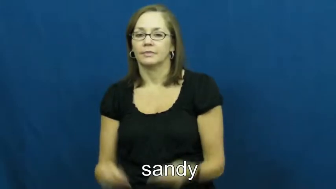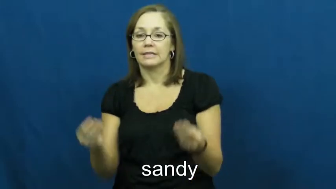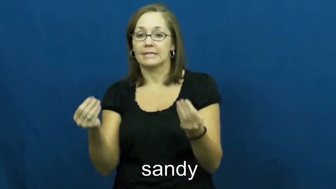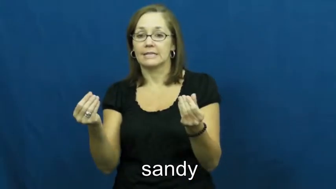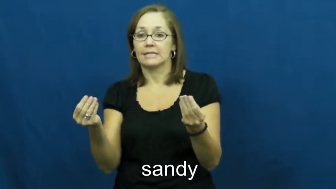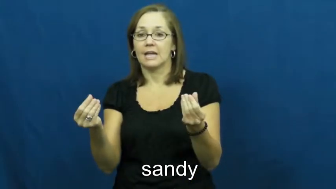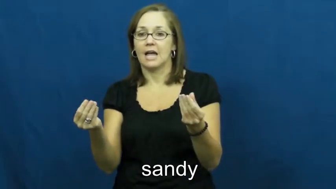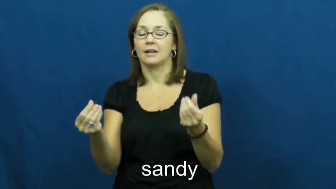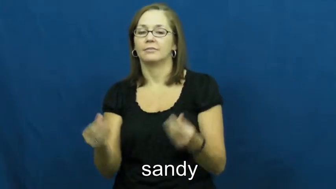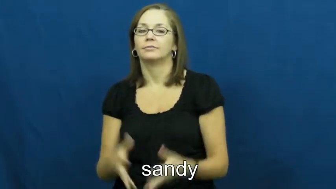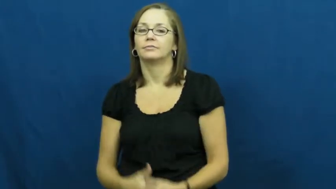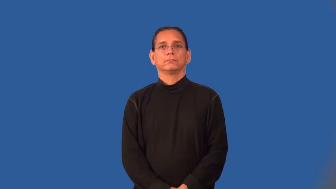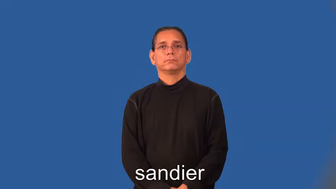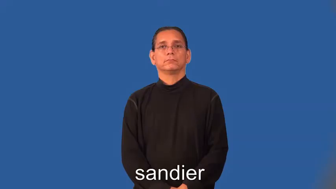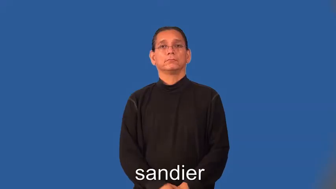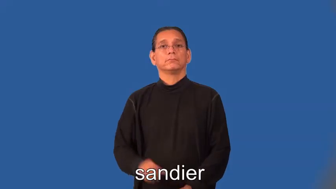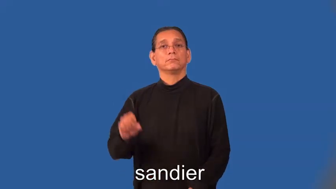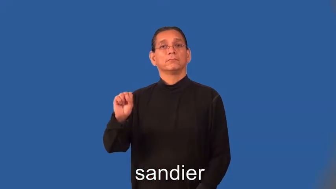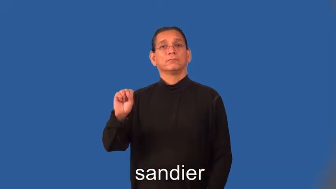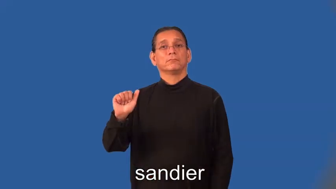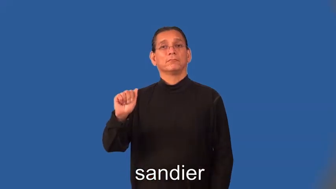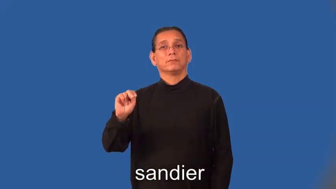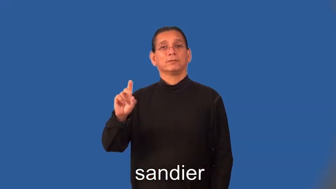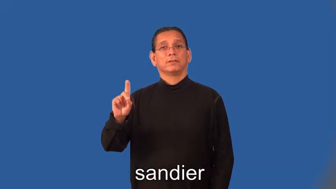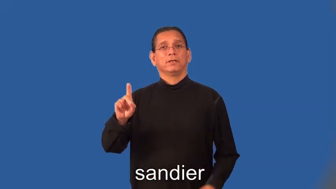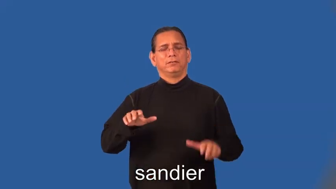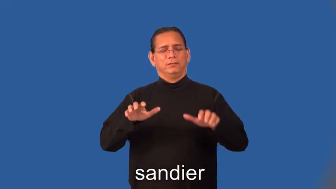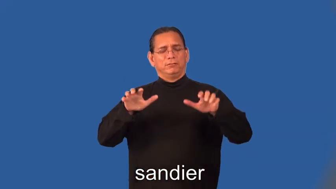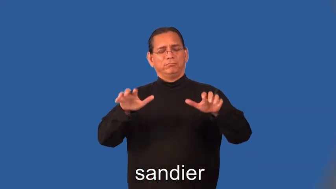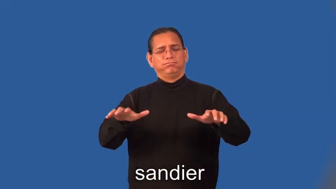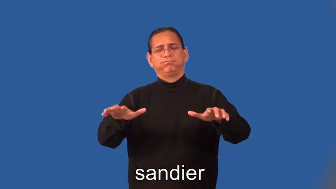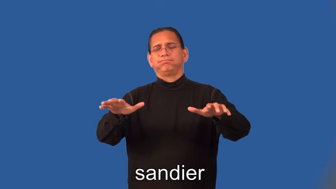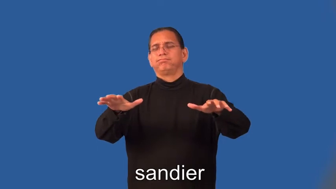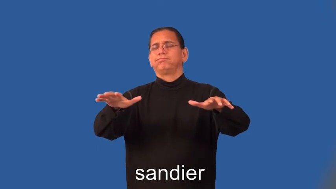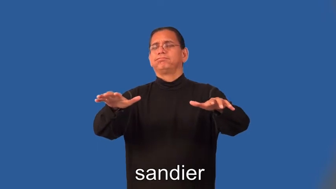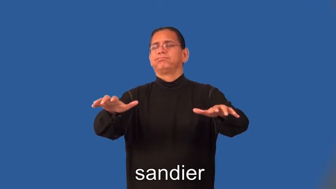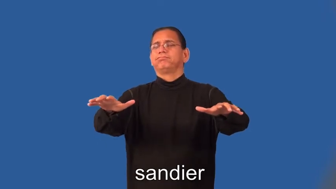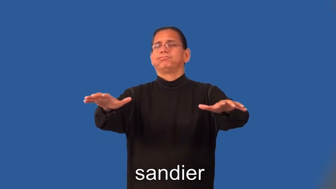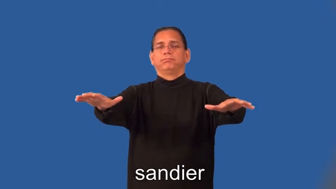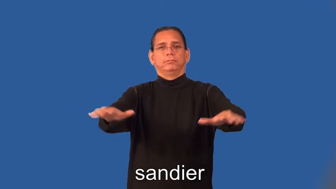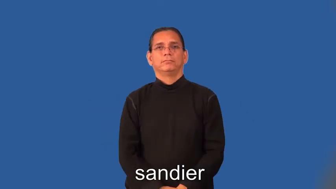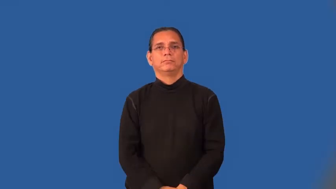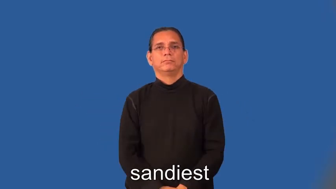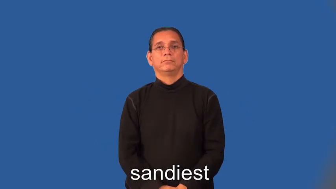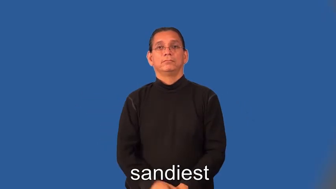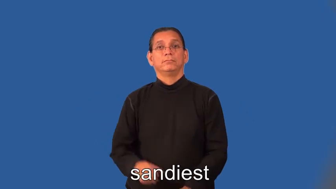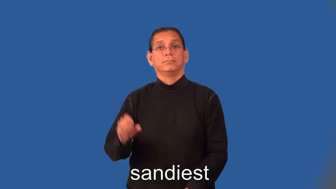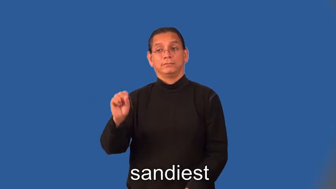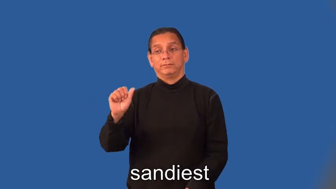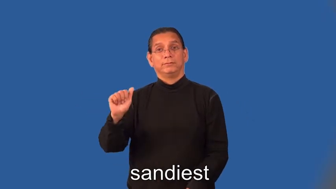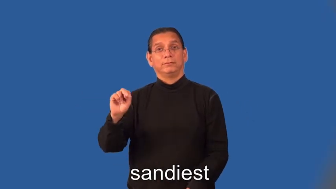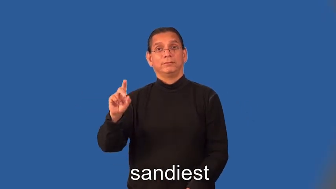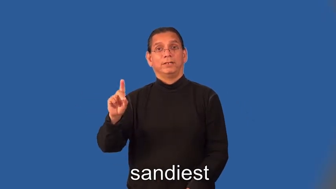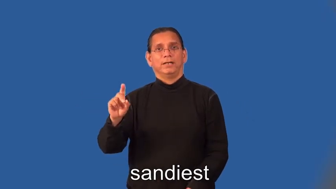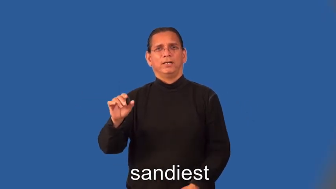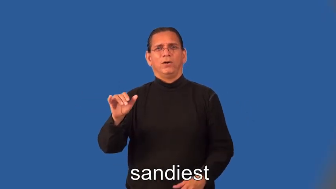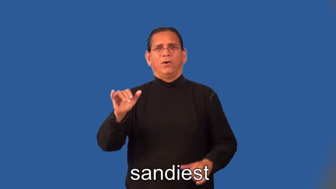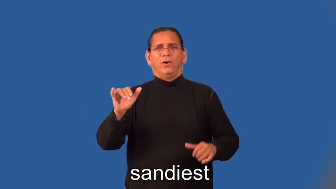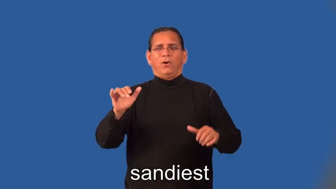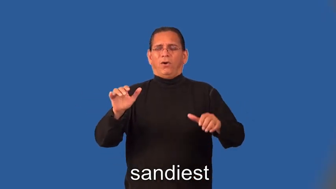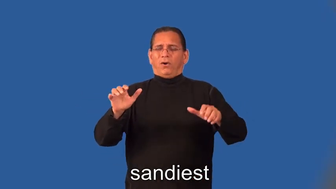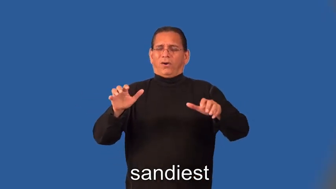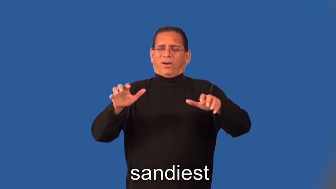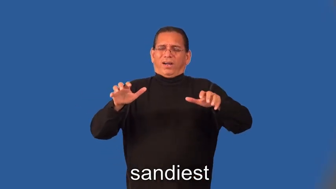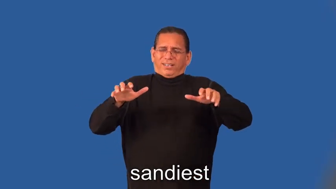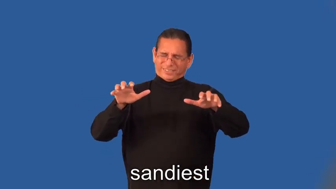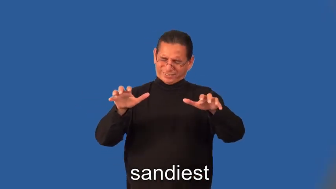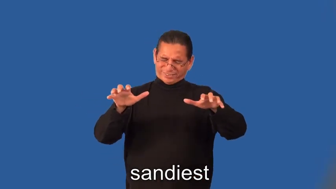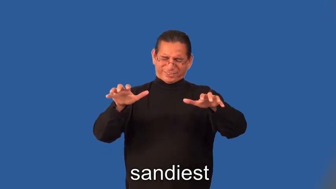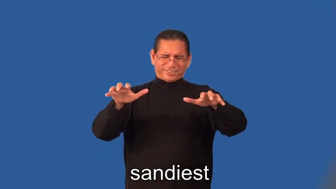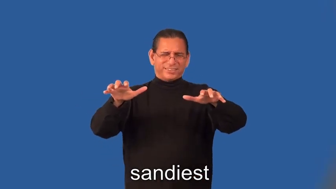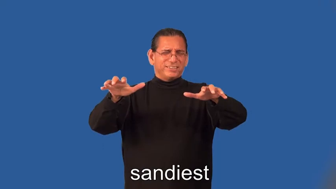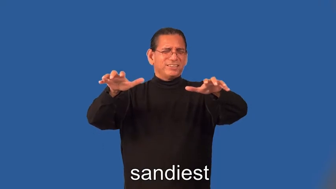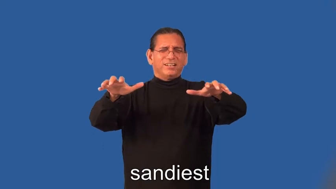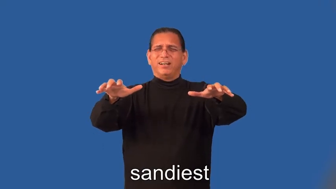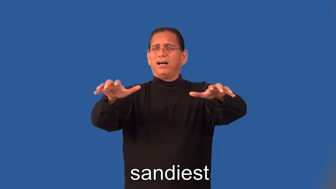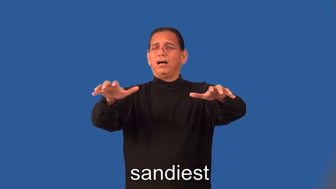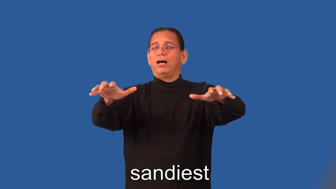sandier,sandiest-area